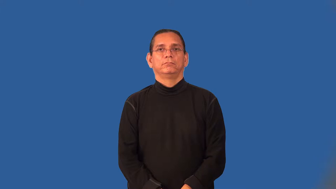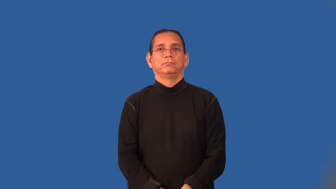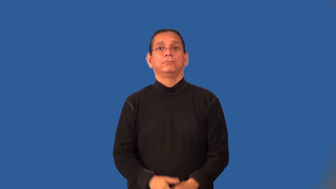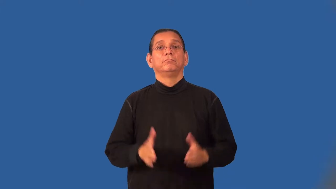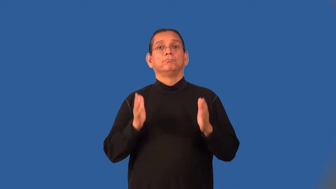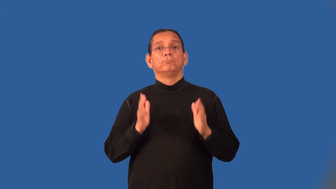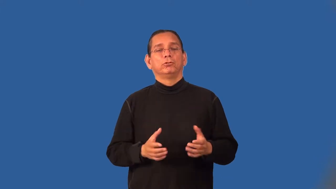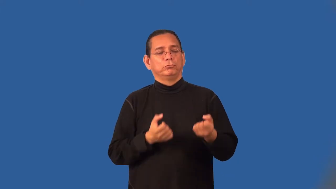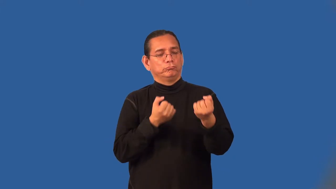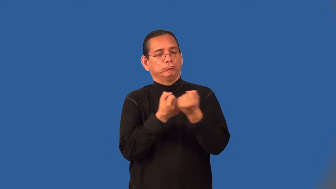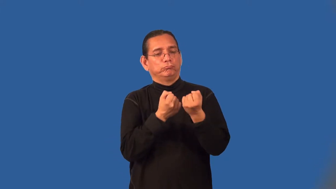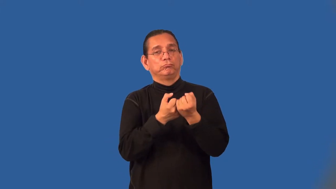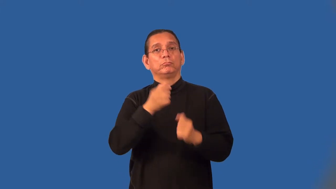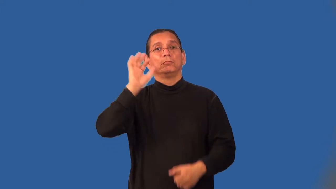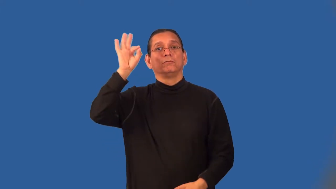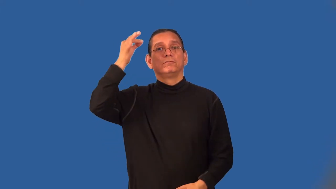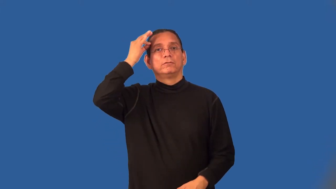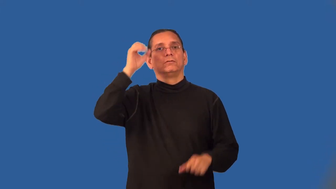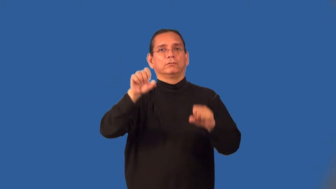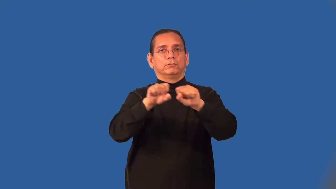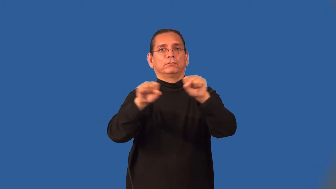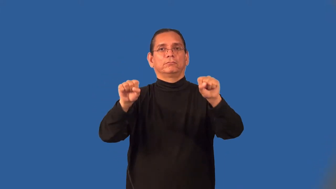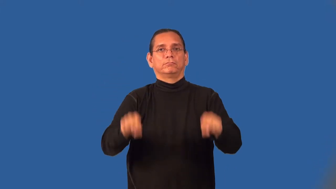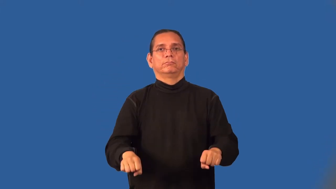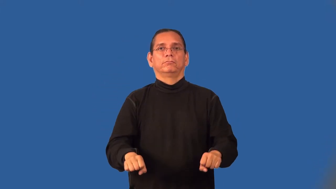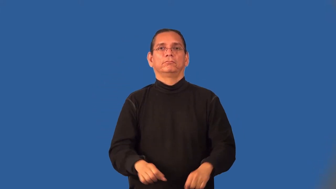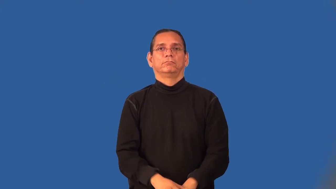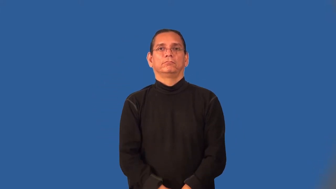federalist